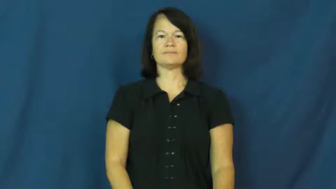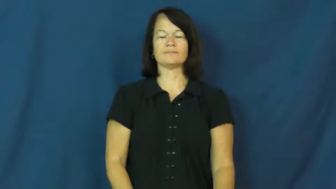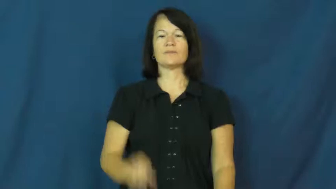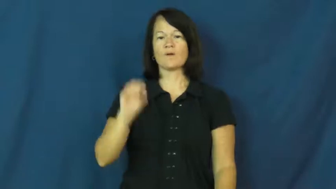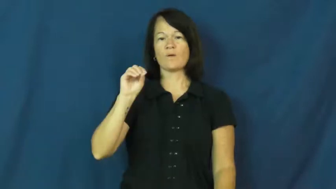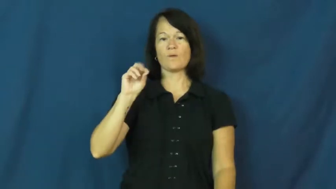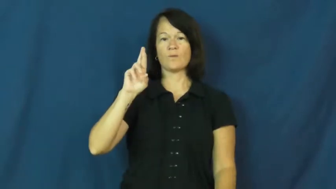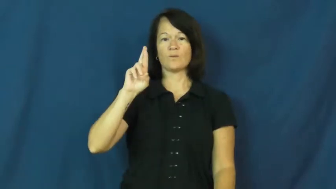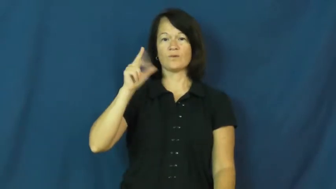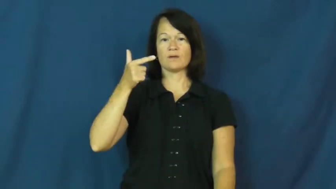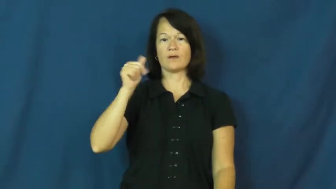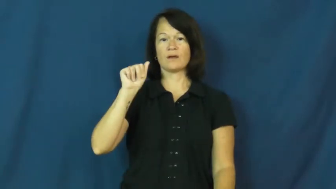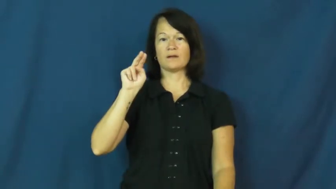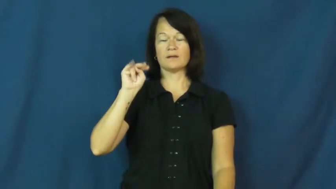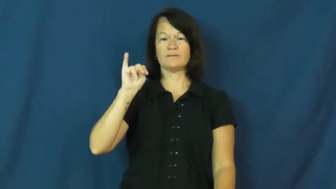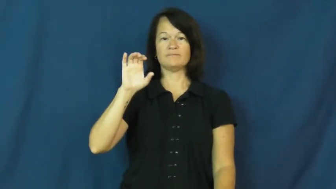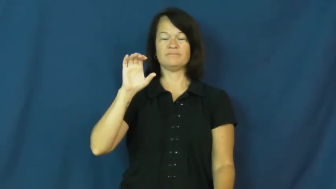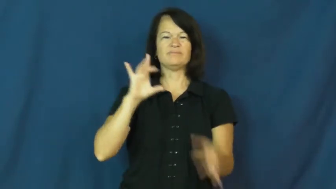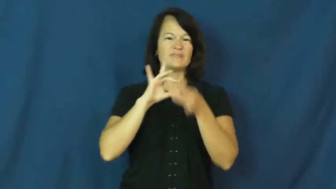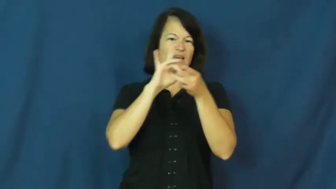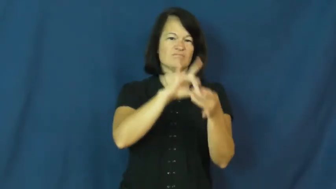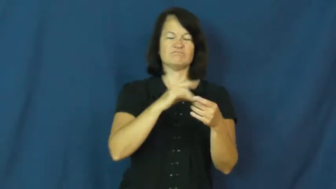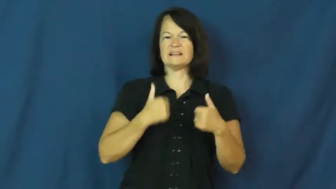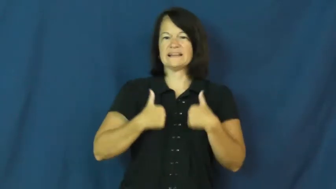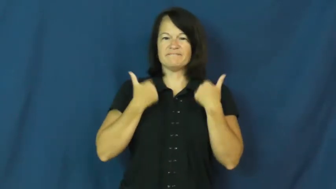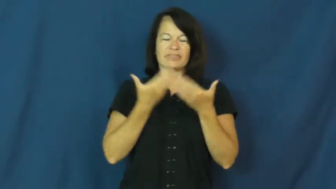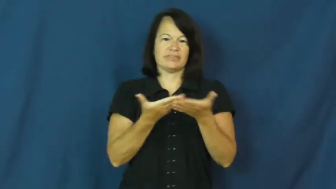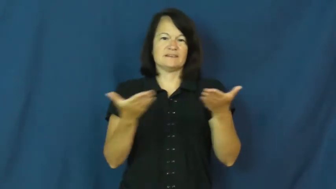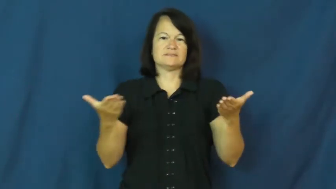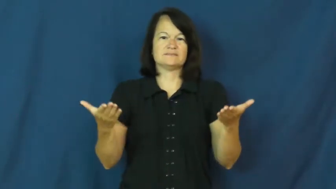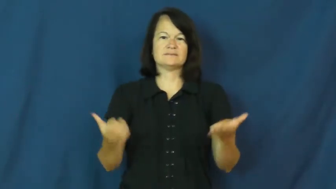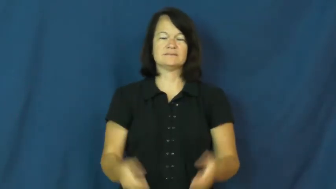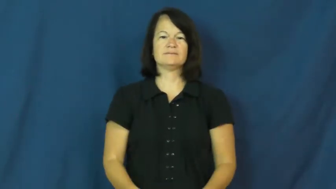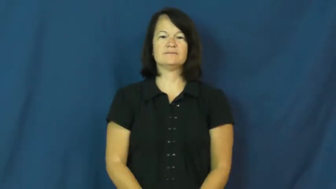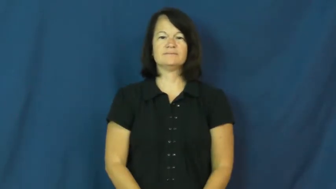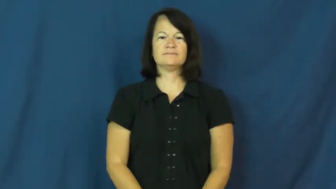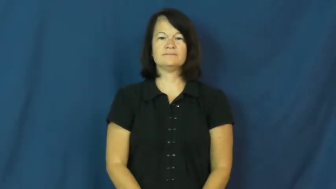organic-living